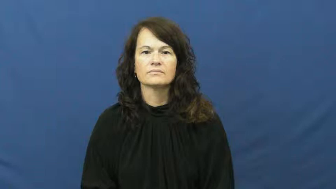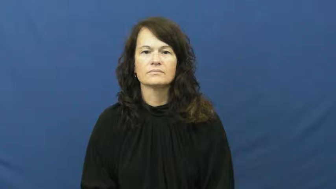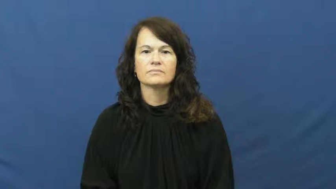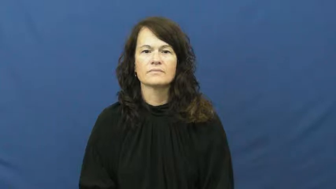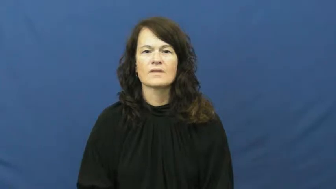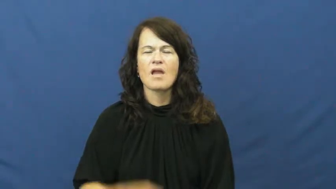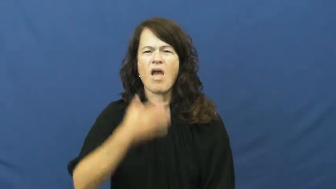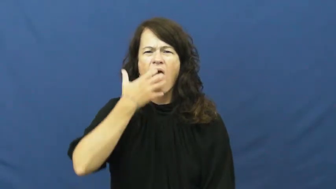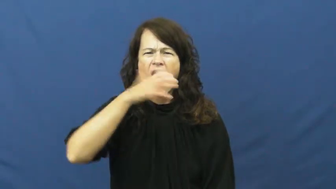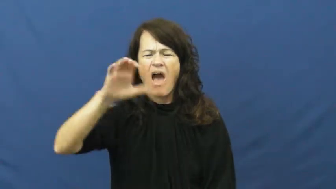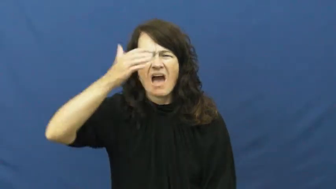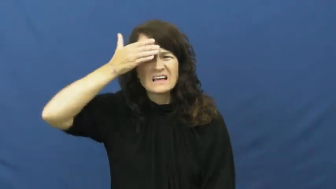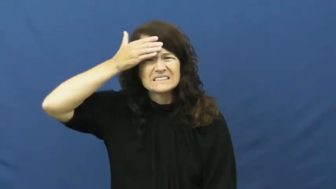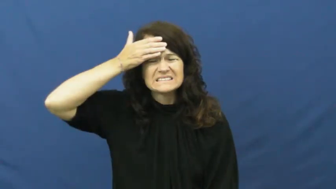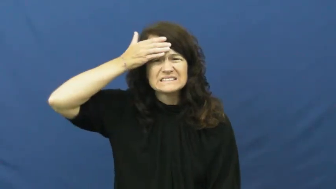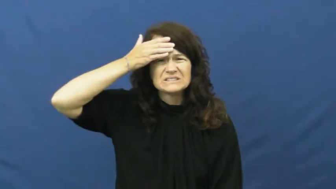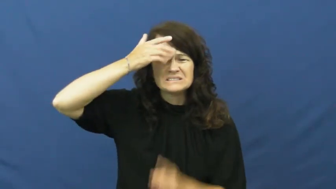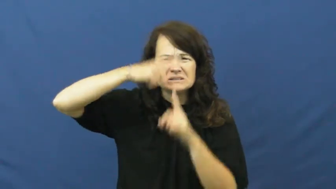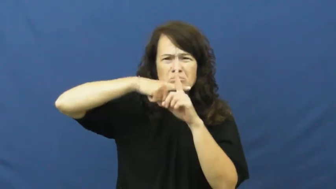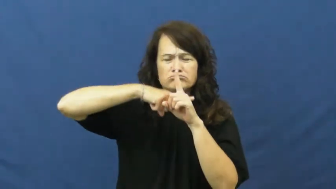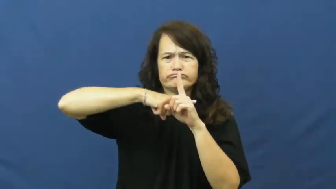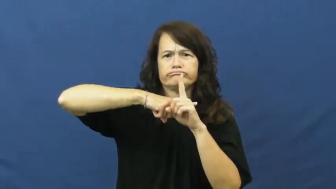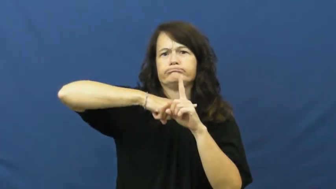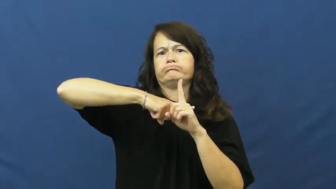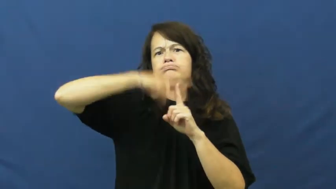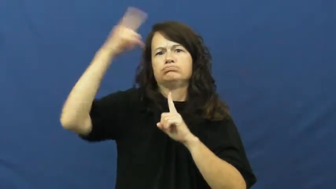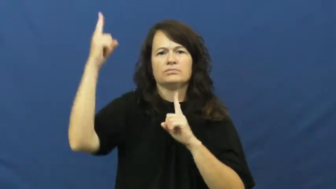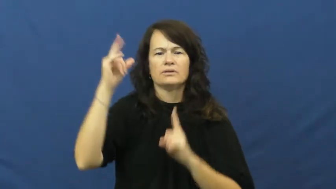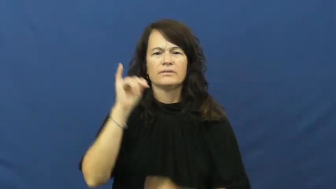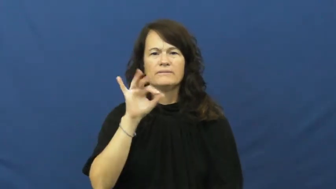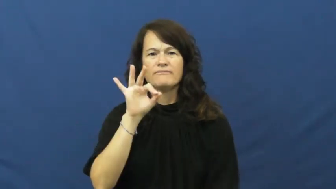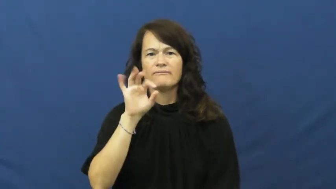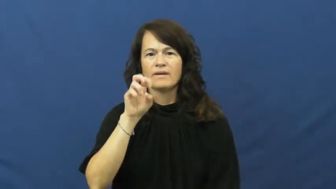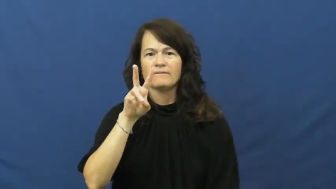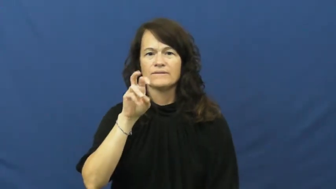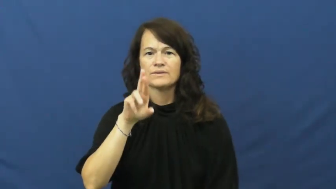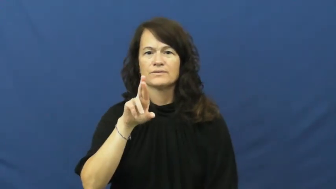fever